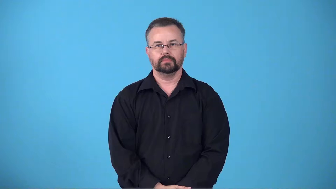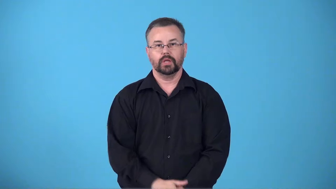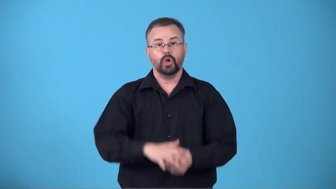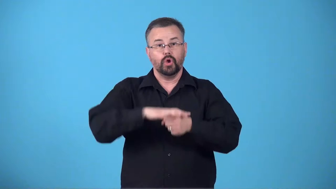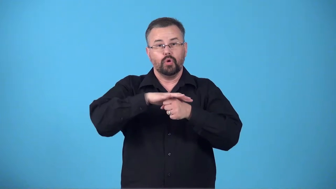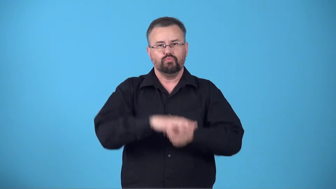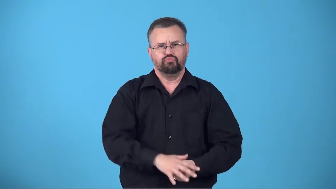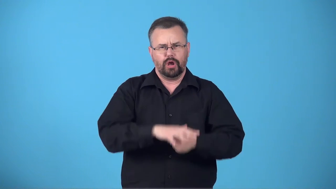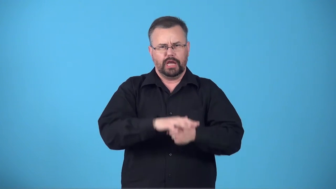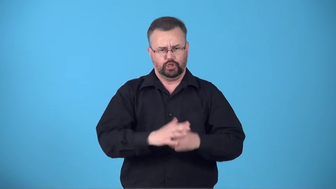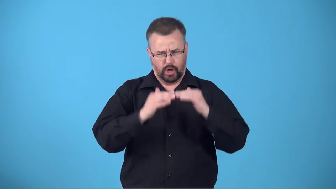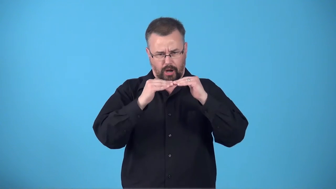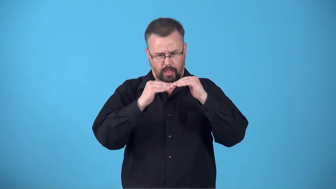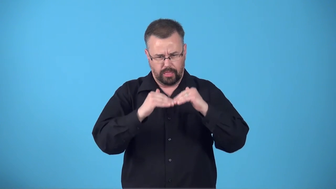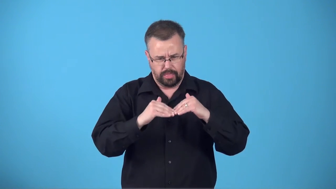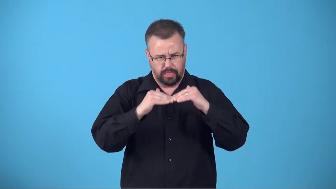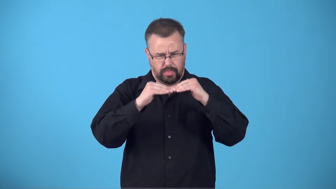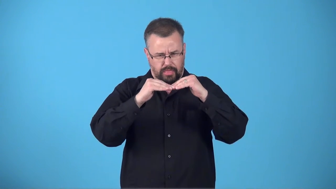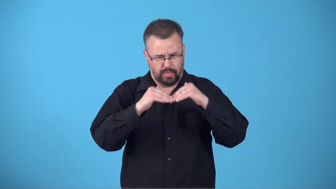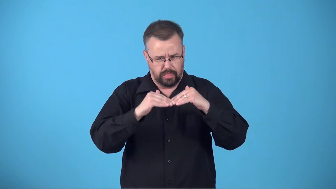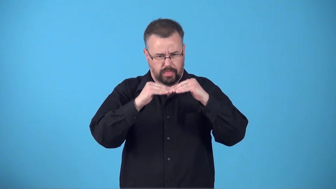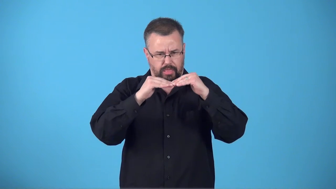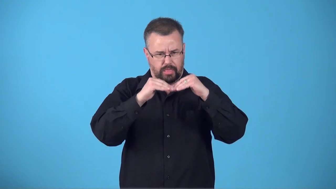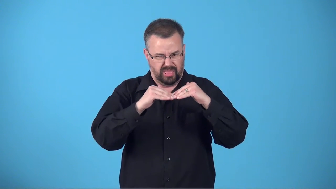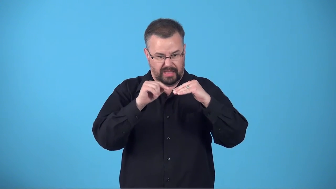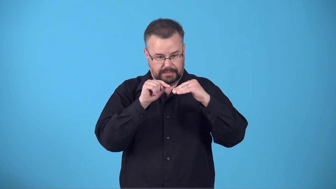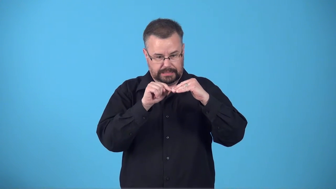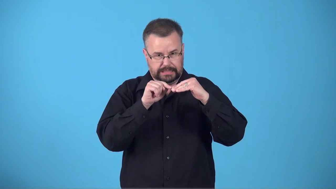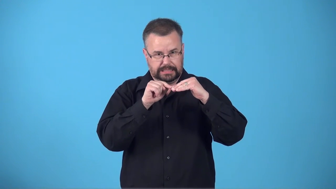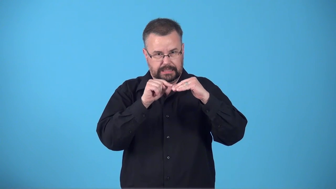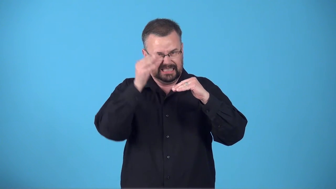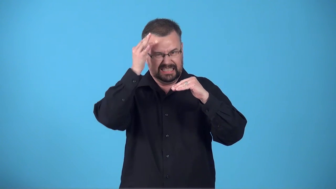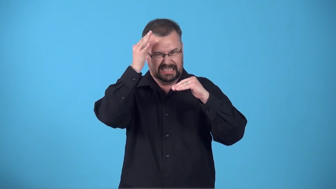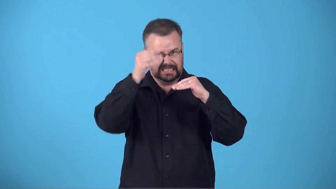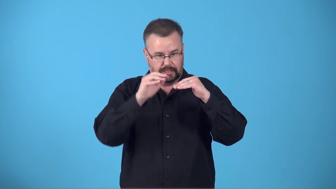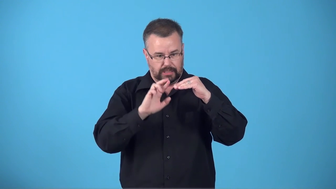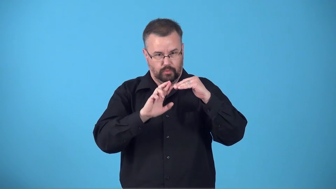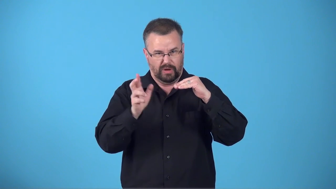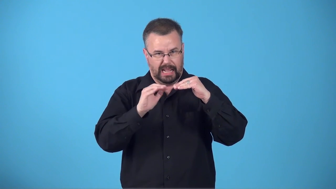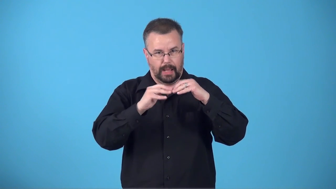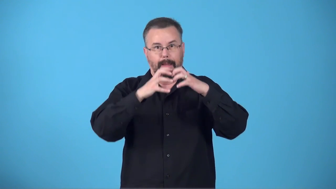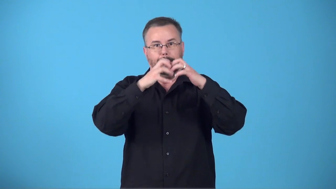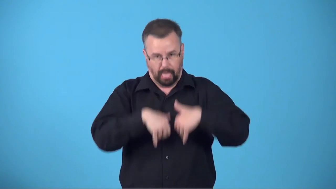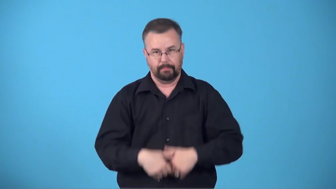breaking point-limit where things will crumble